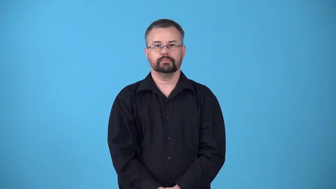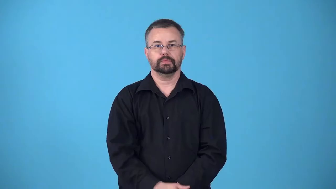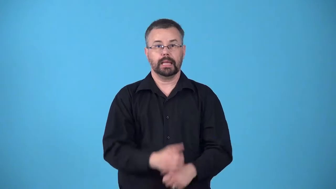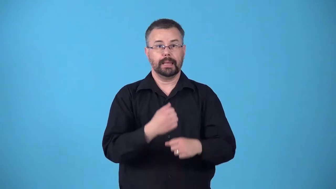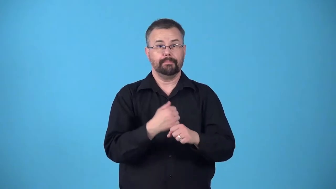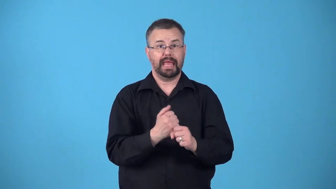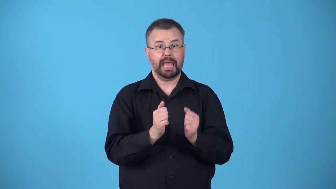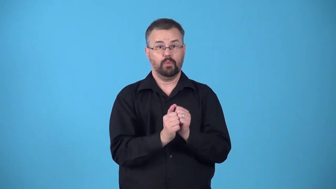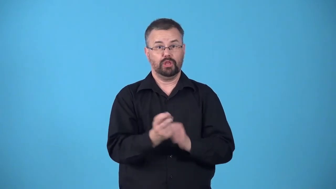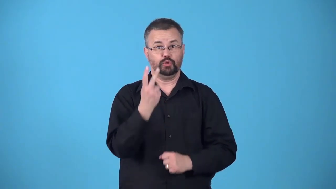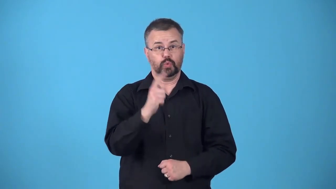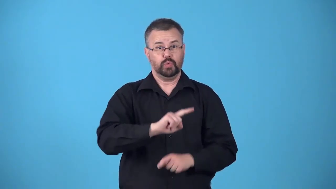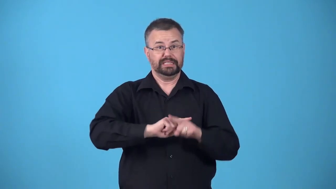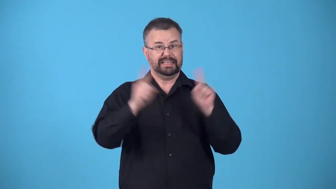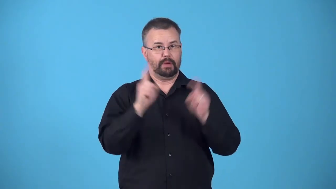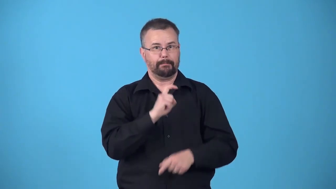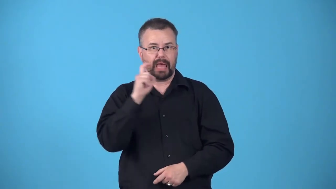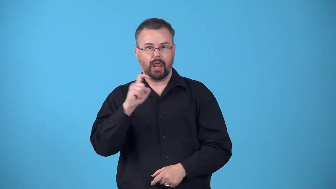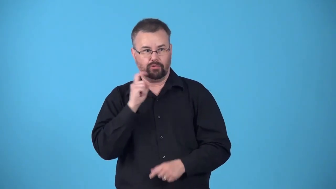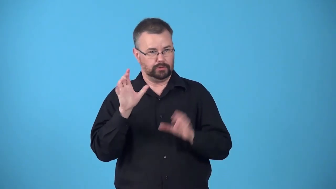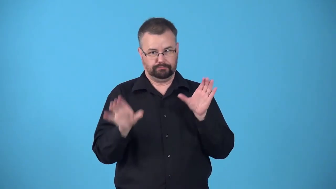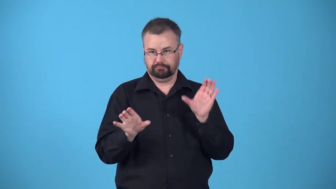bimetallic-formed from two different metals